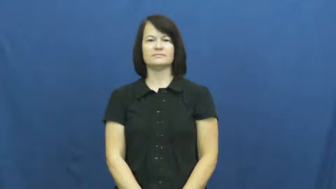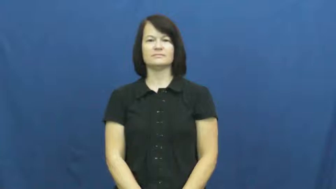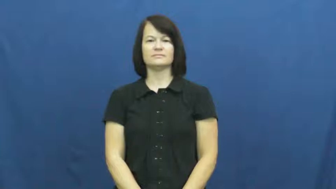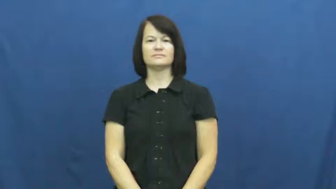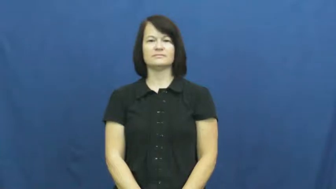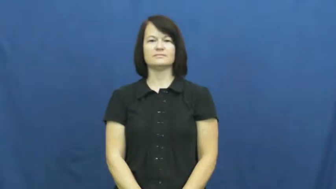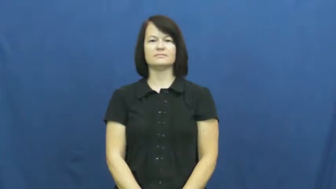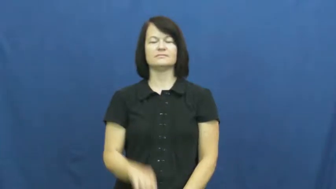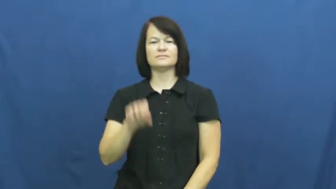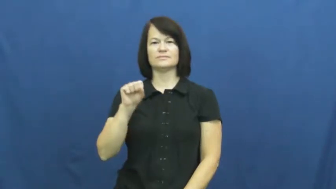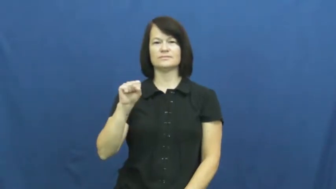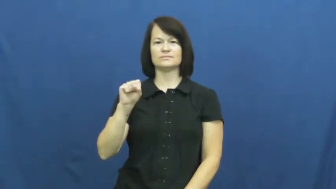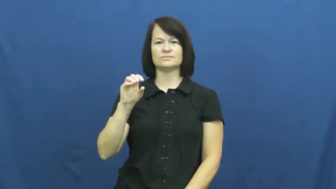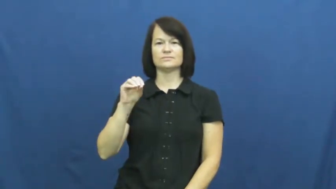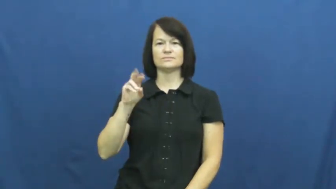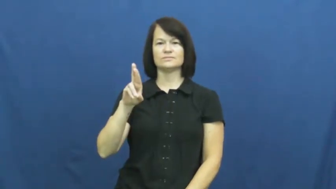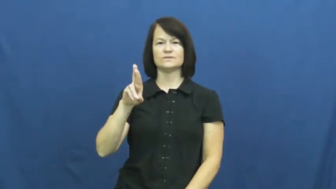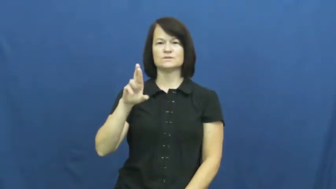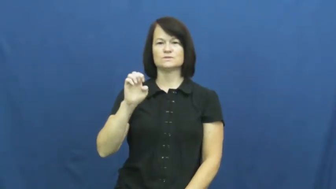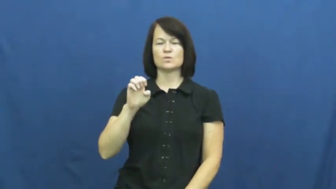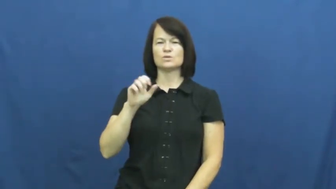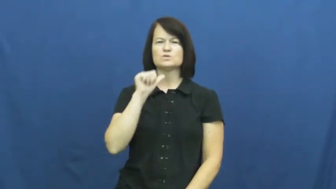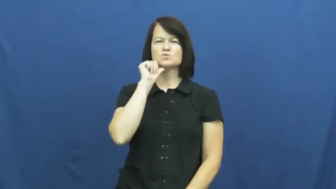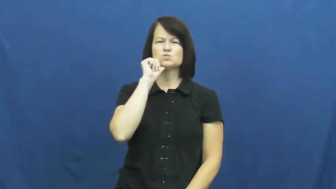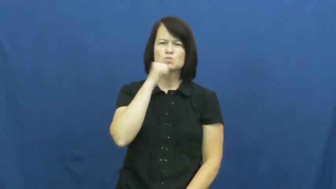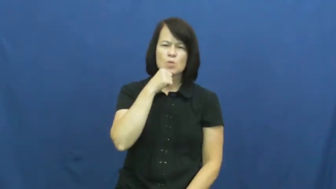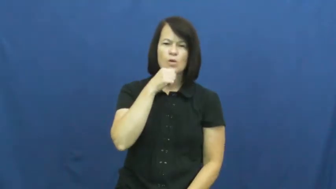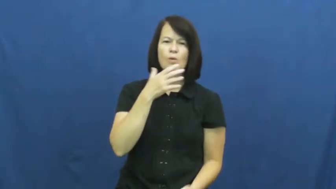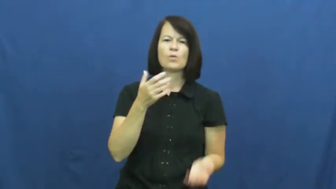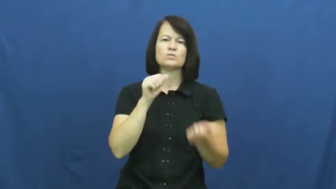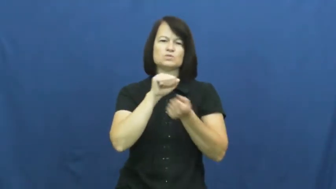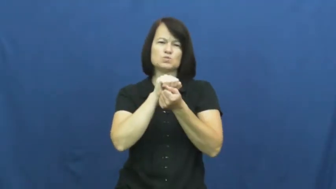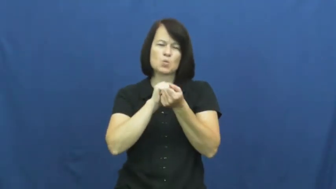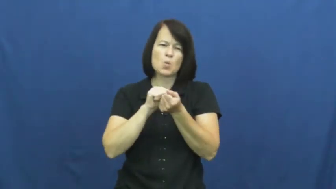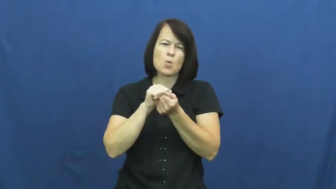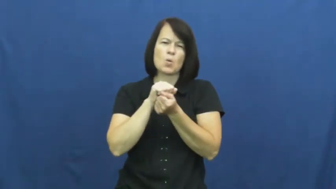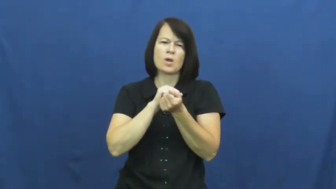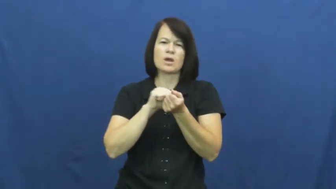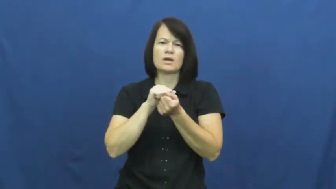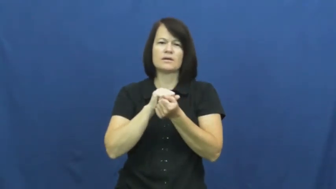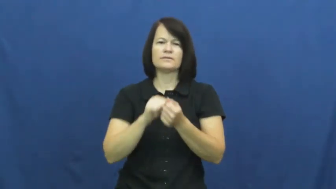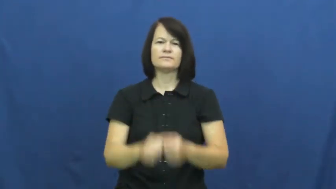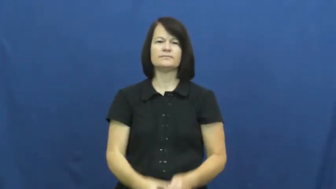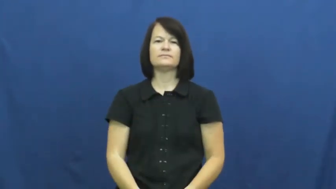sore